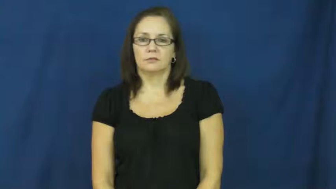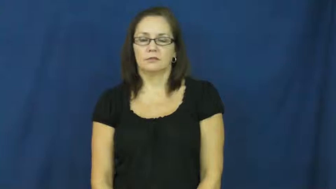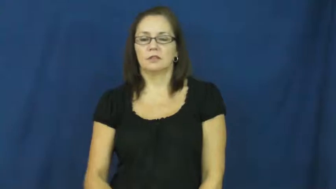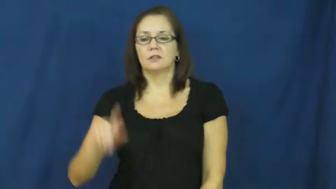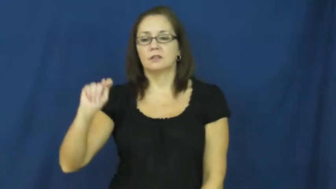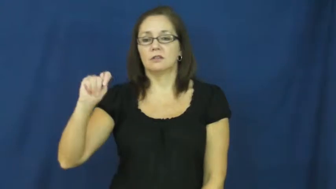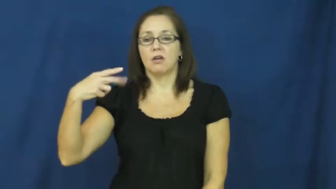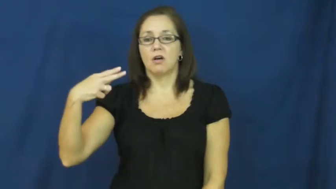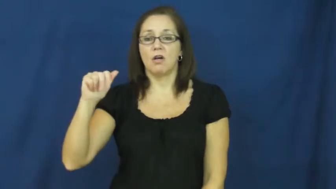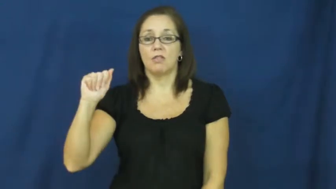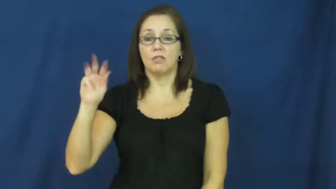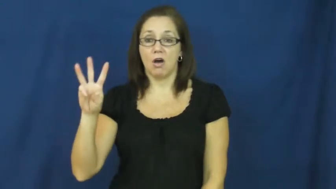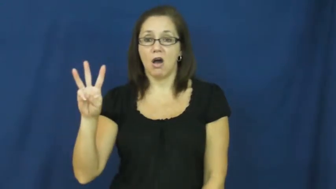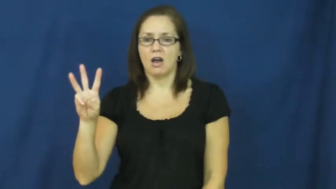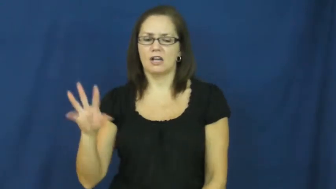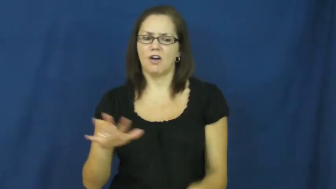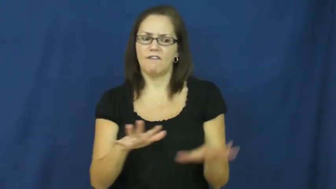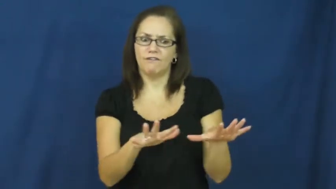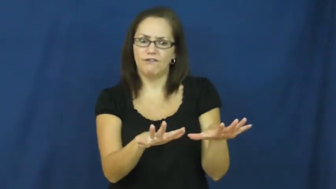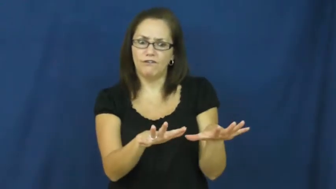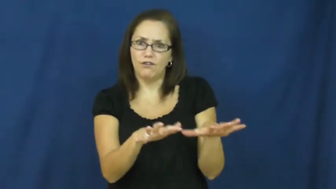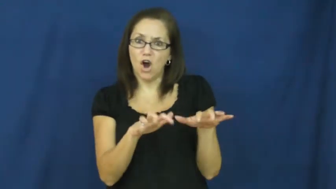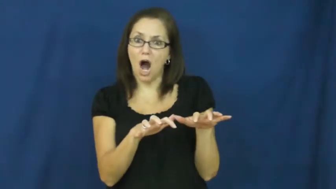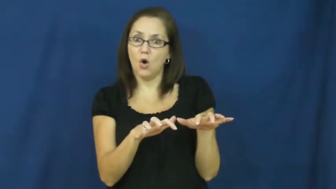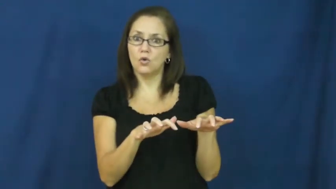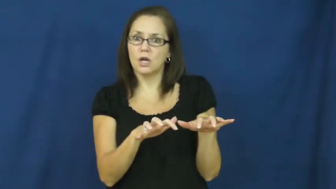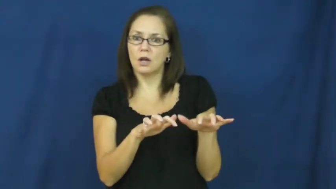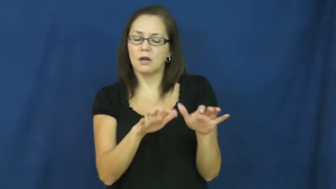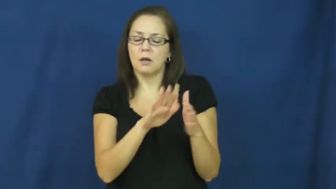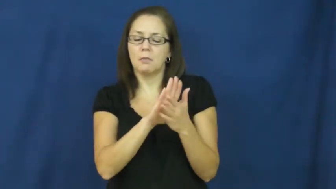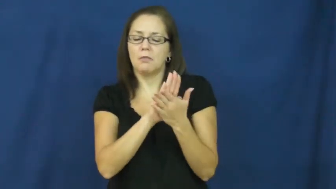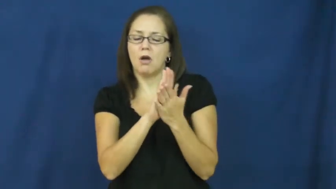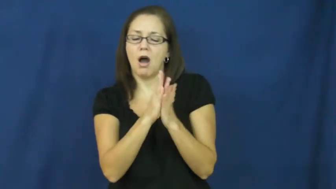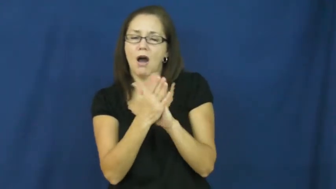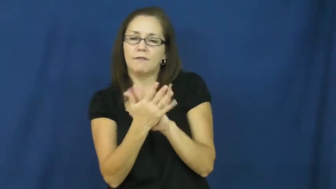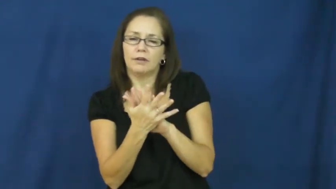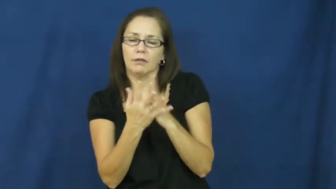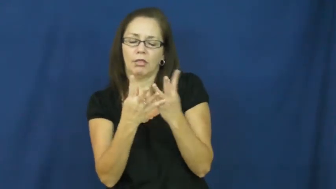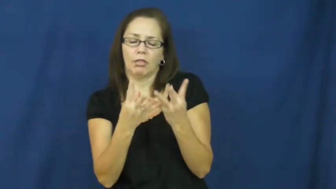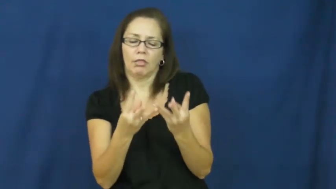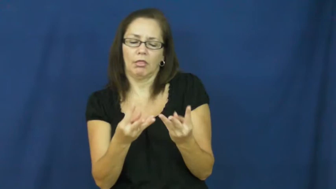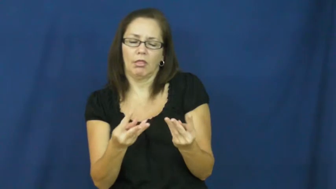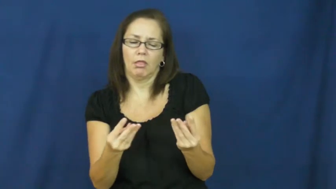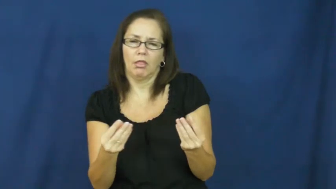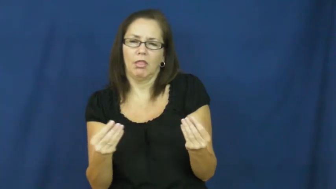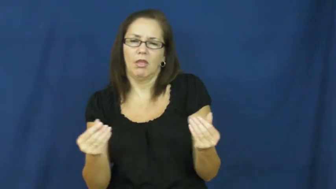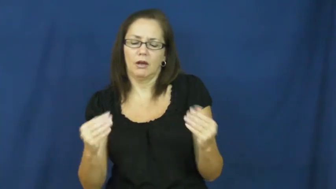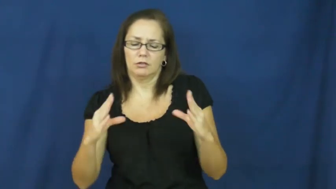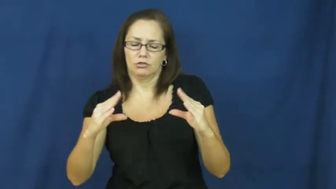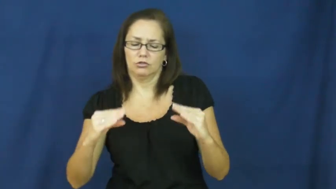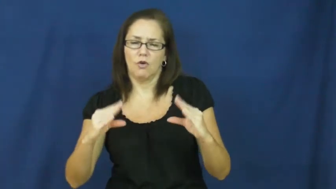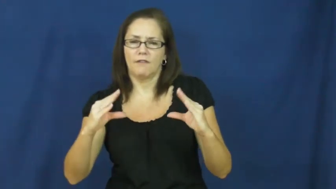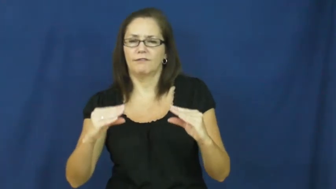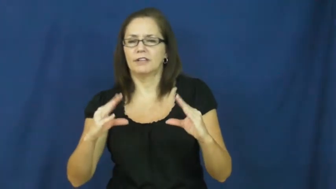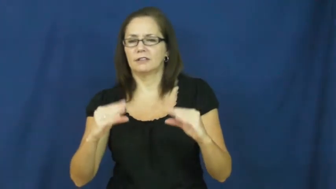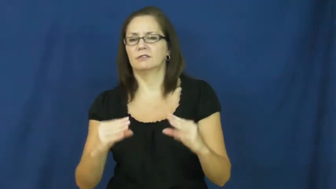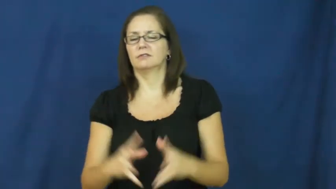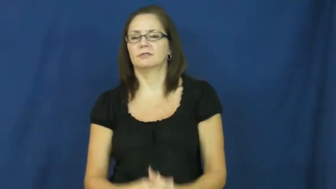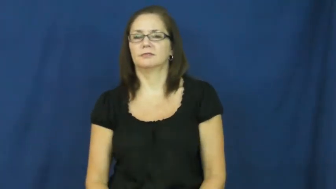thaw,unfreeze